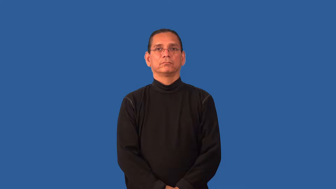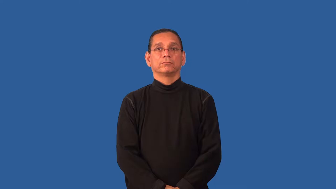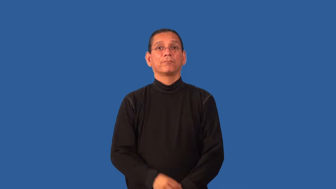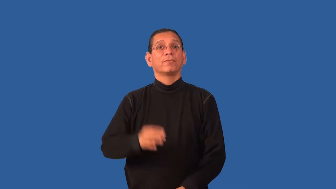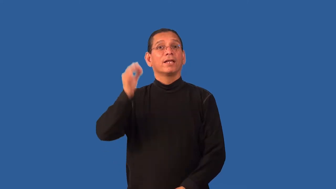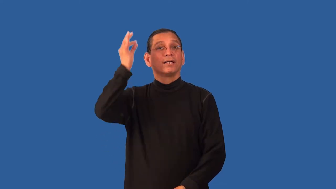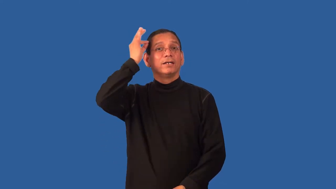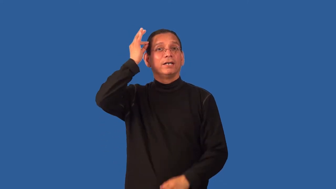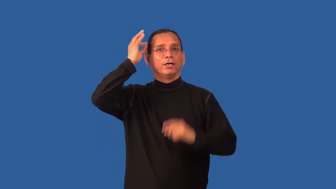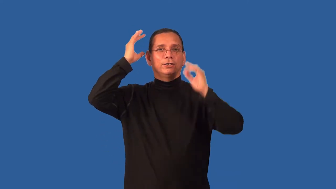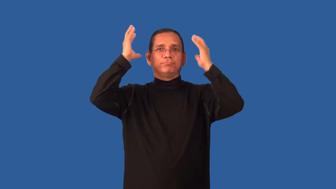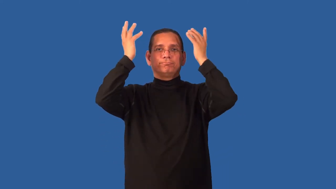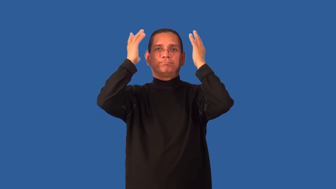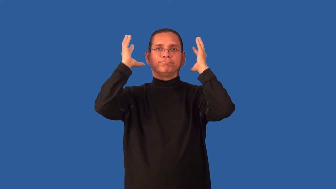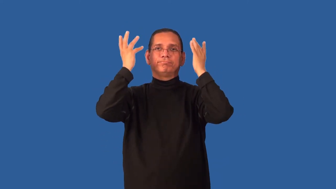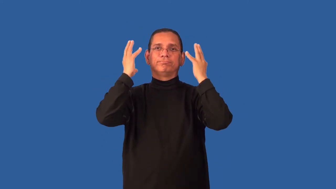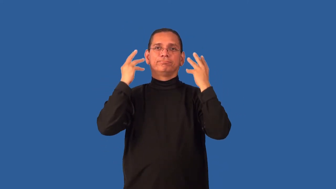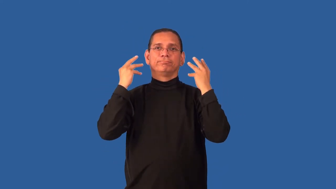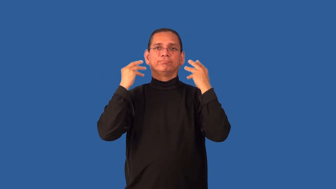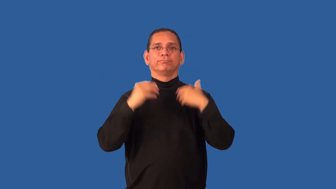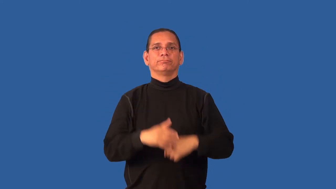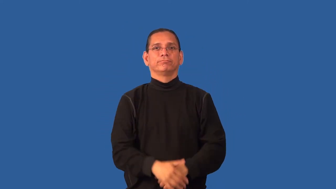hairstyle,hairdo,coiffure,fro